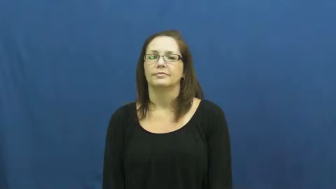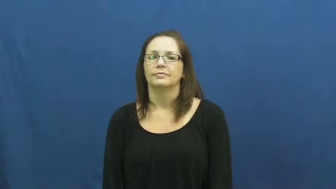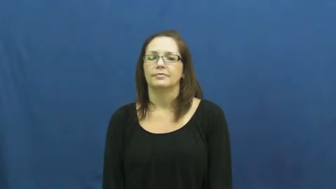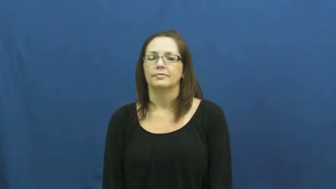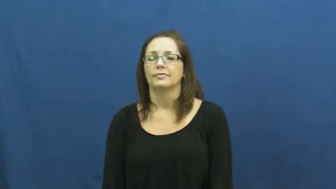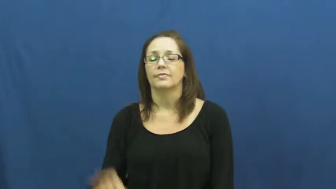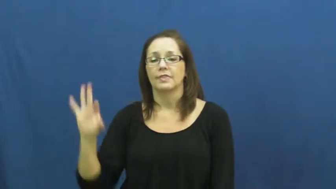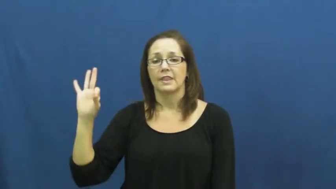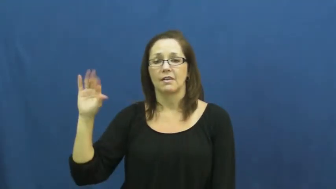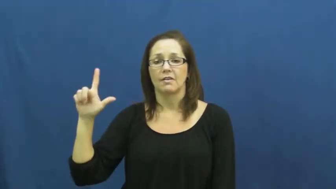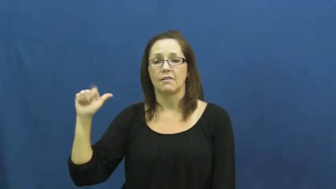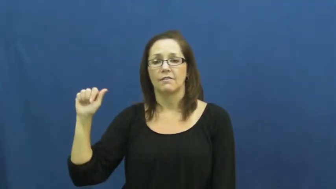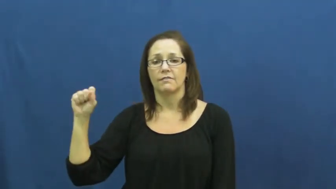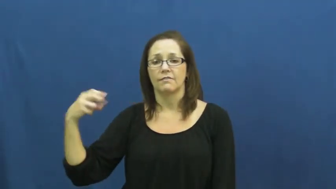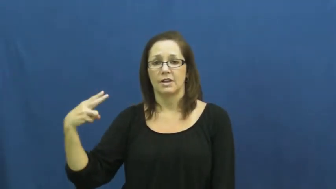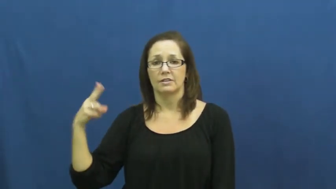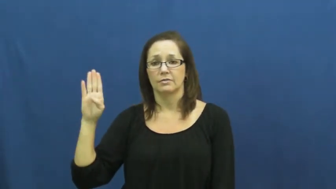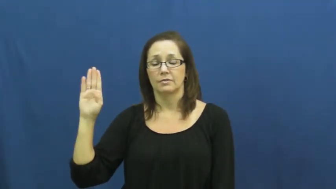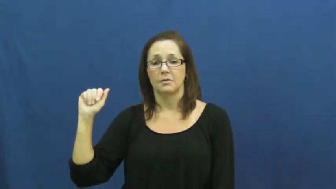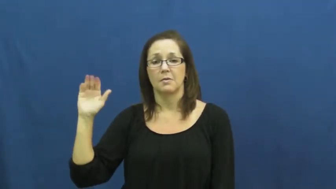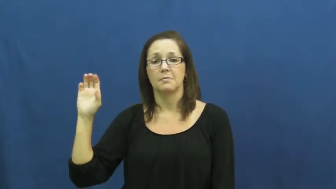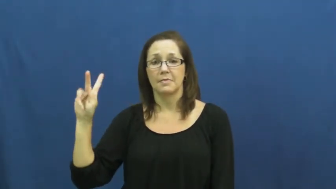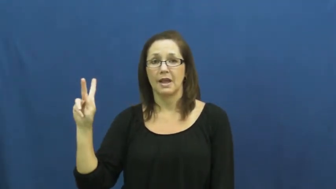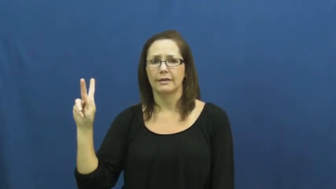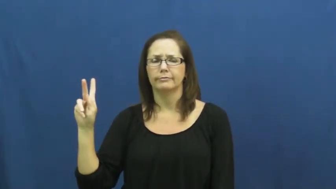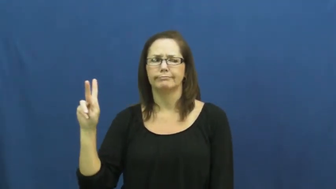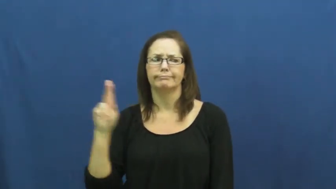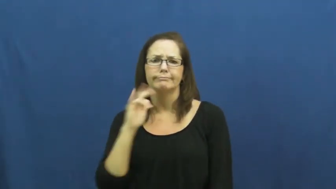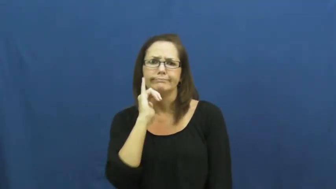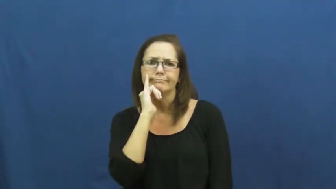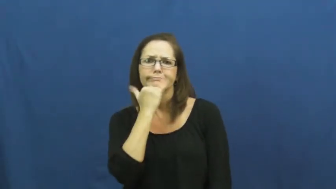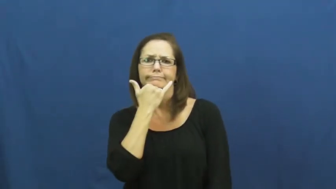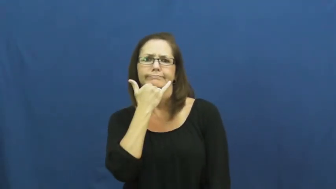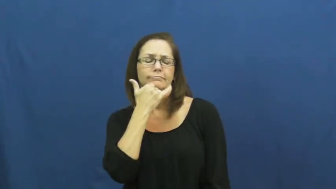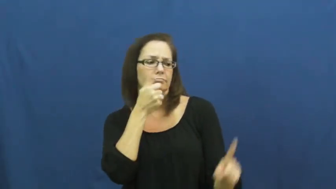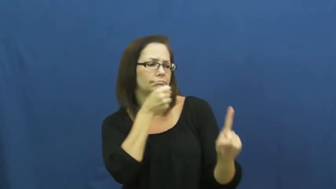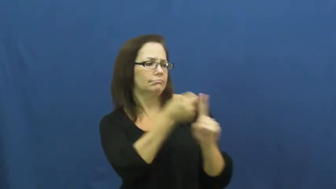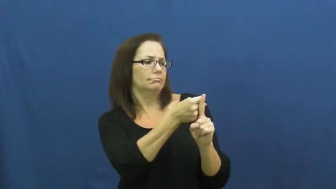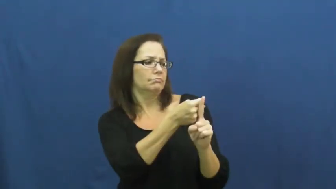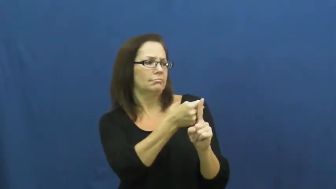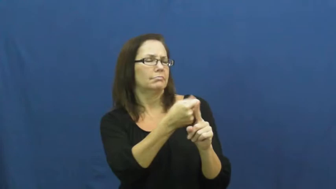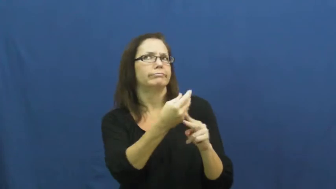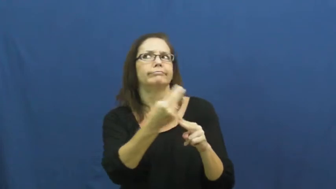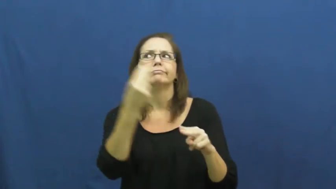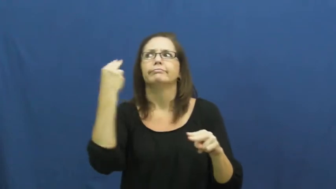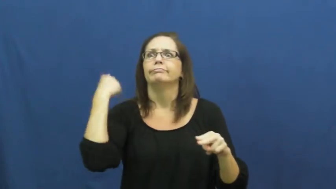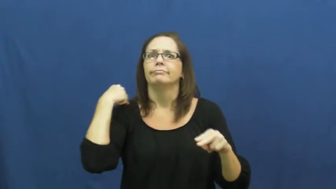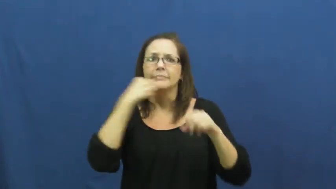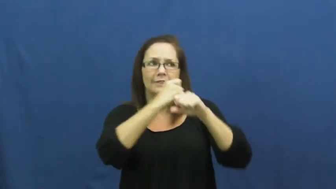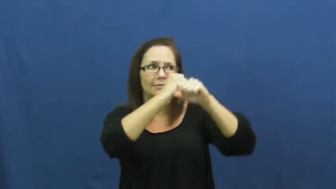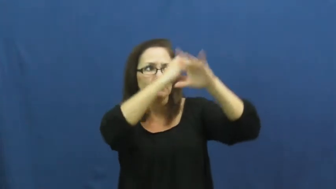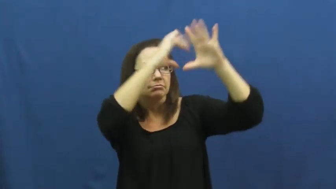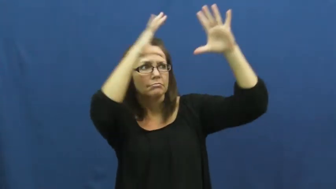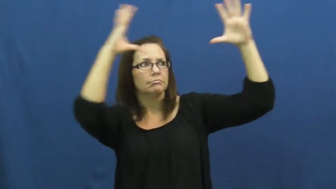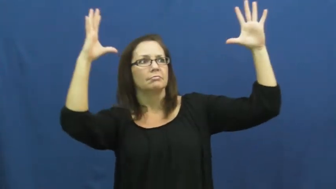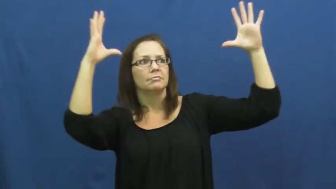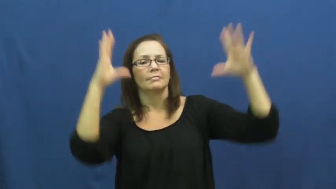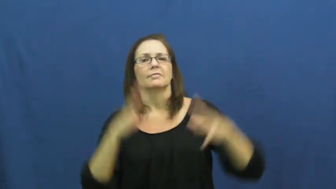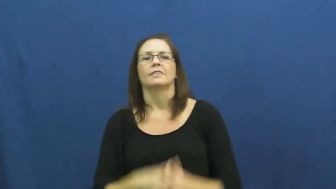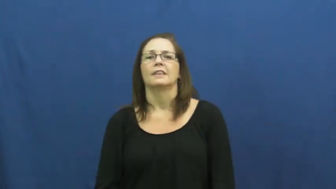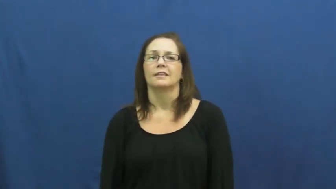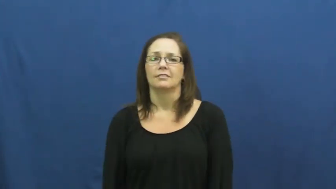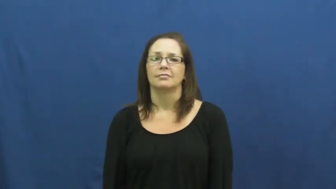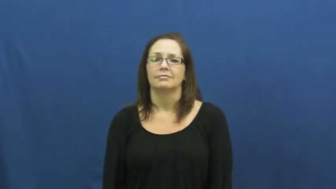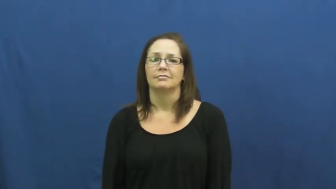flashback